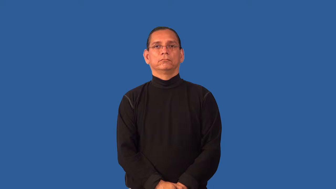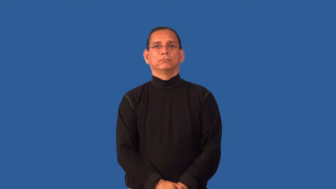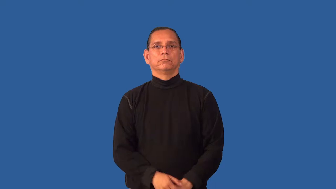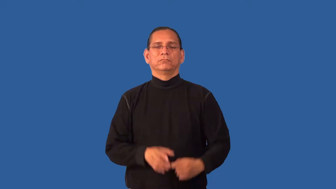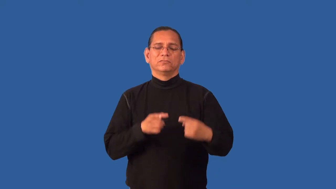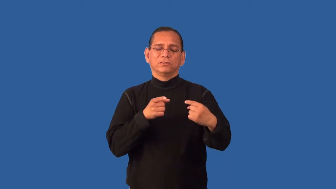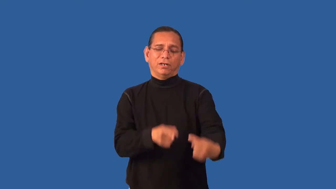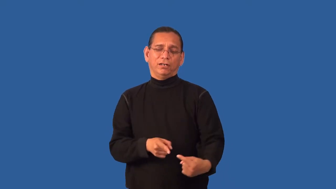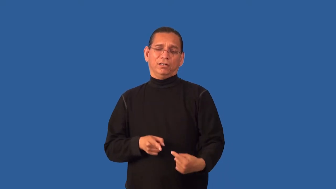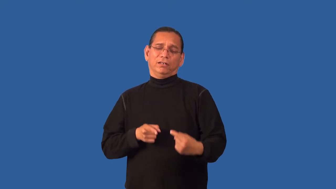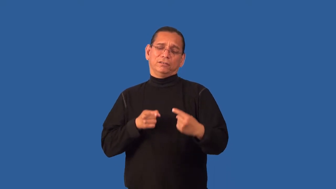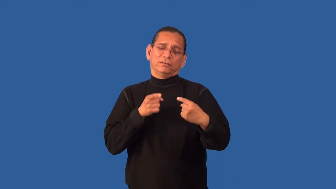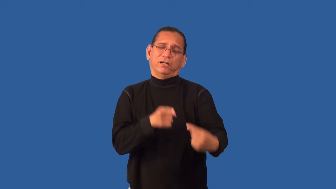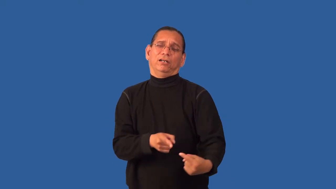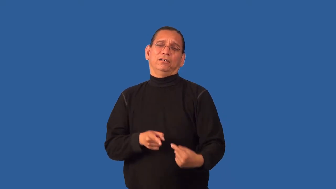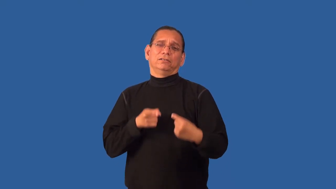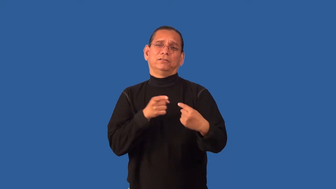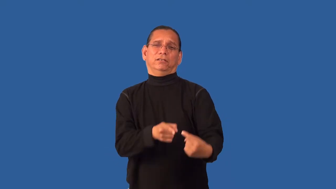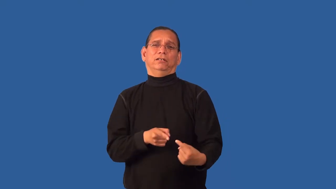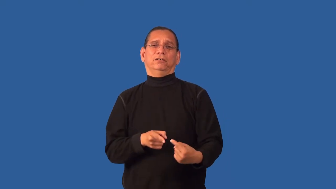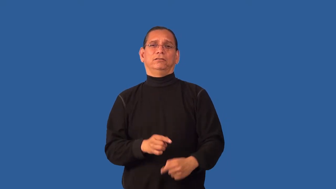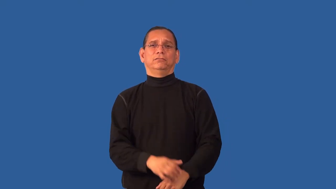embattled